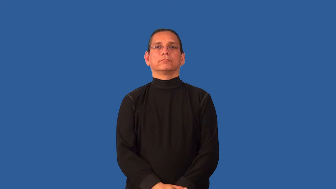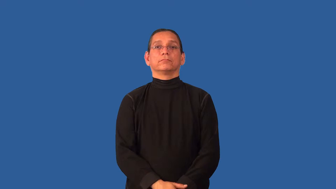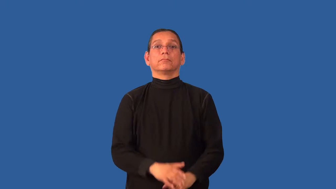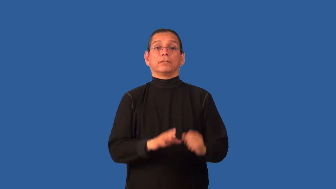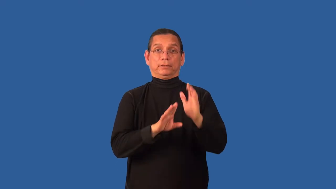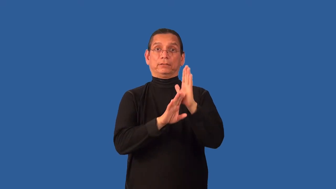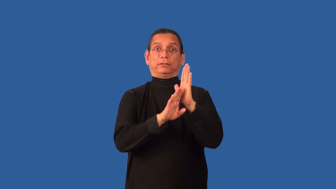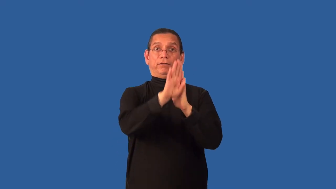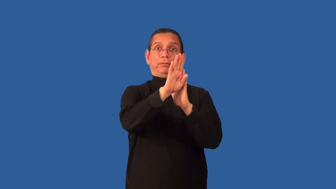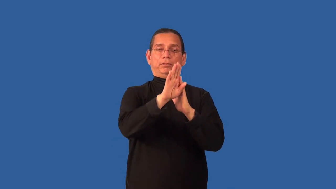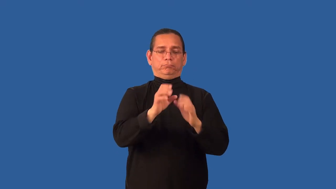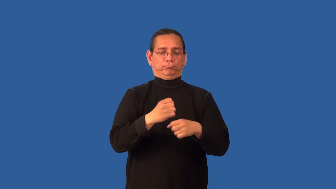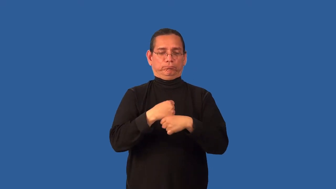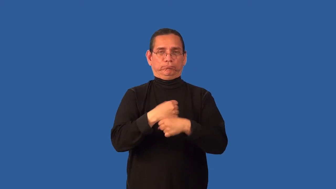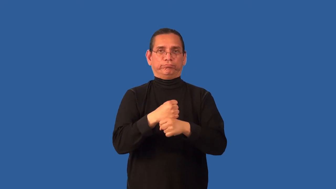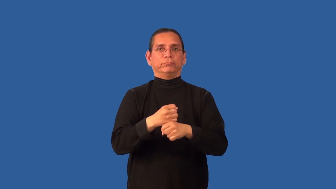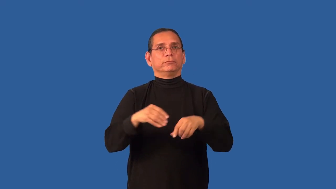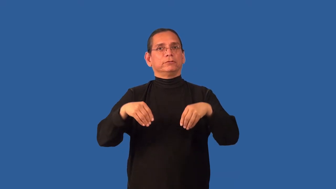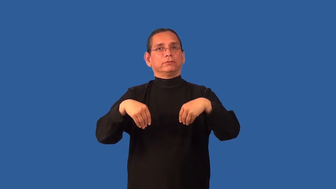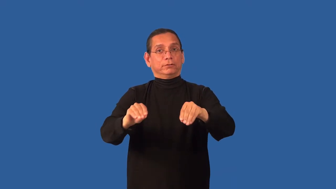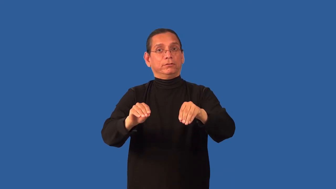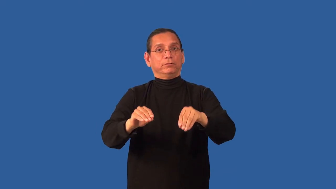commercialize